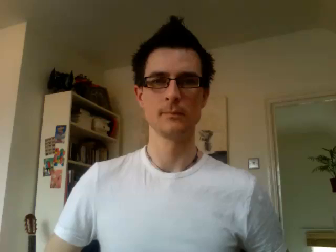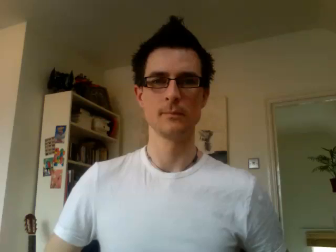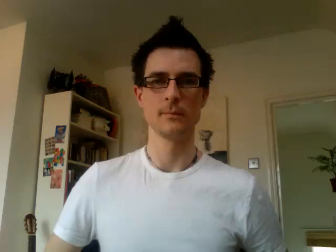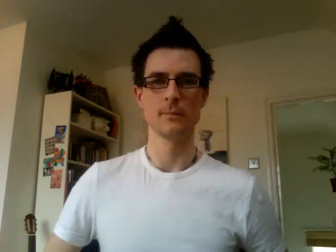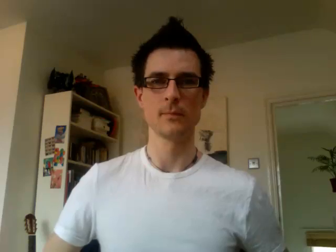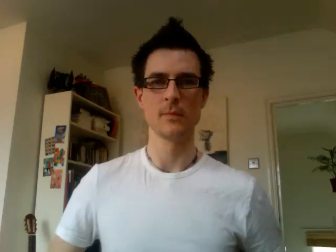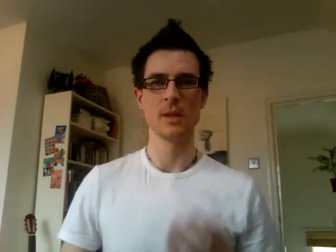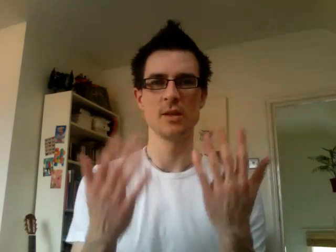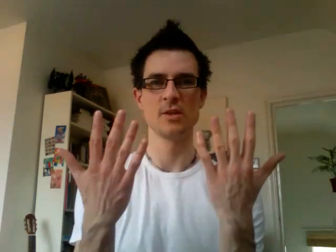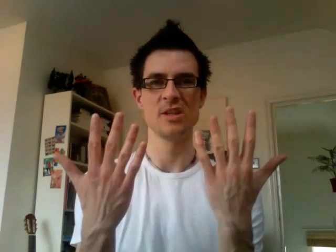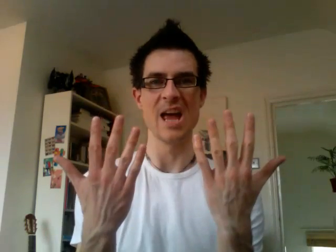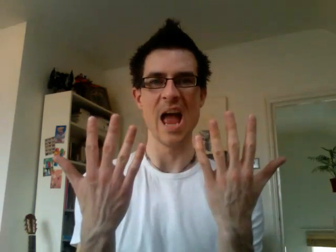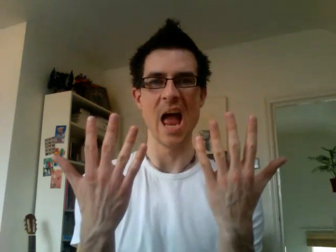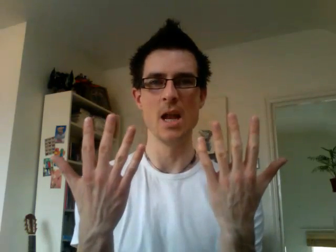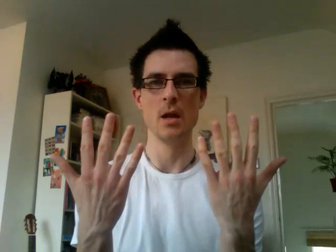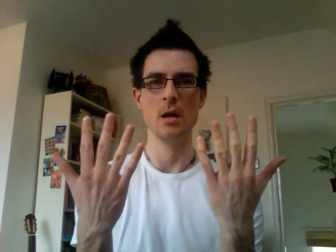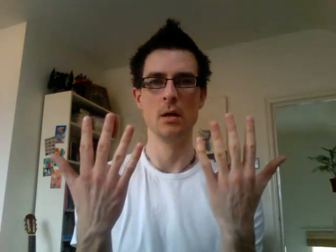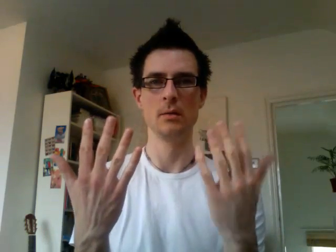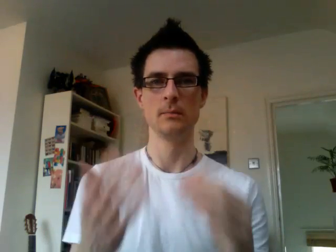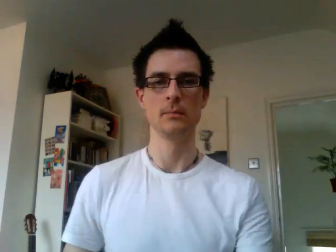10